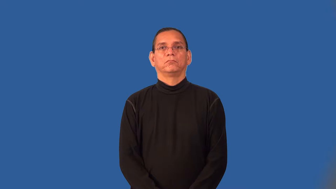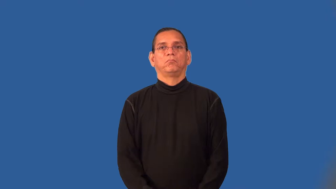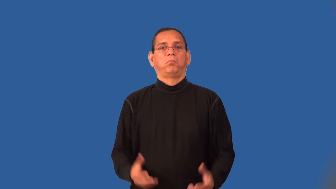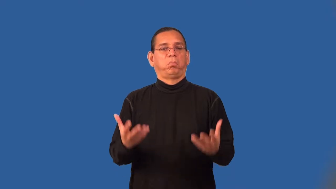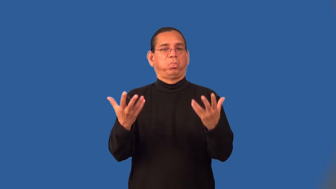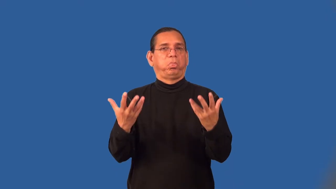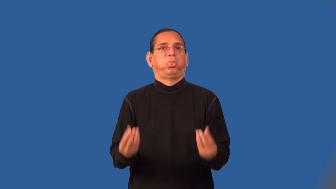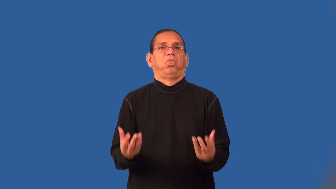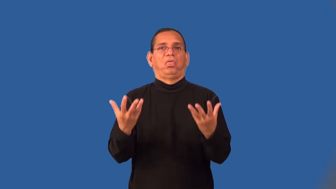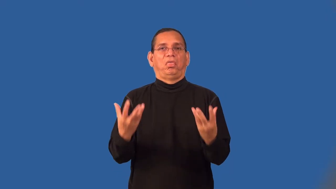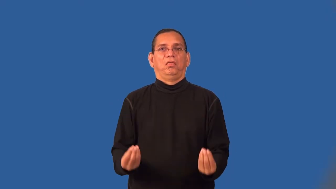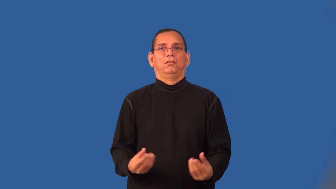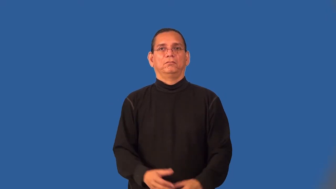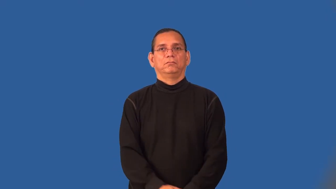sopping,sodden,soaking,souse